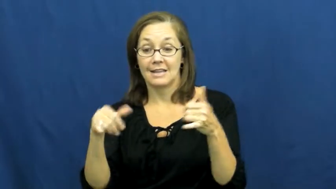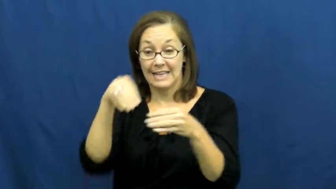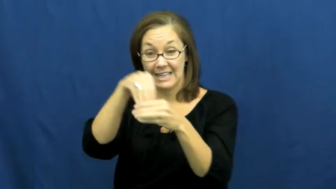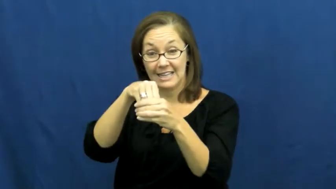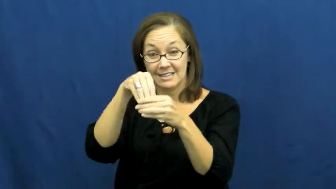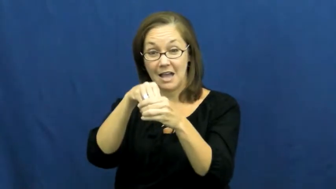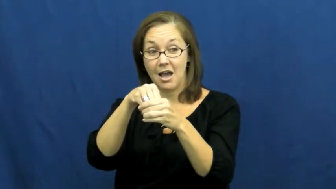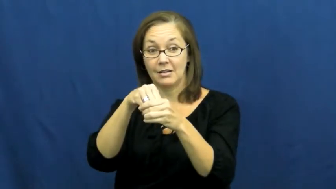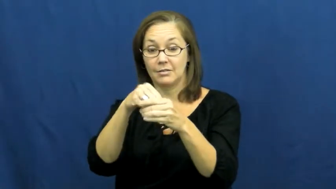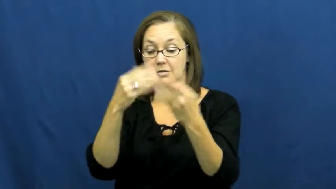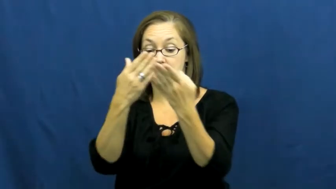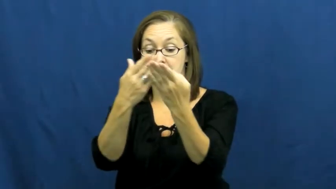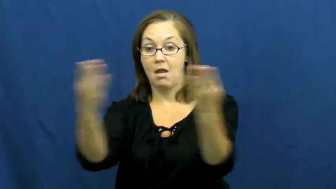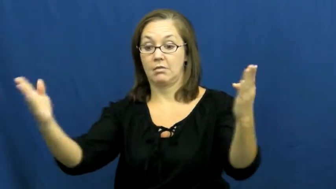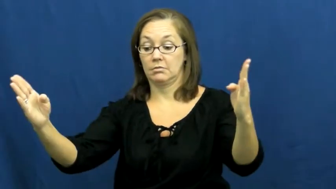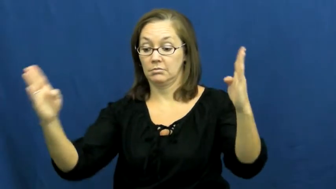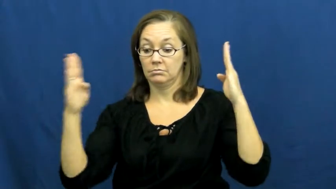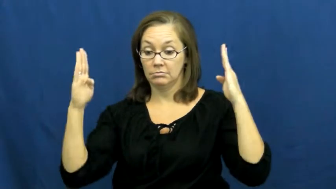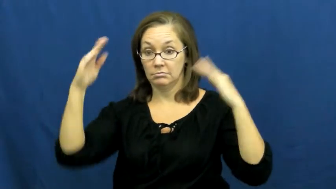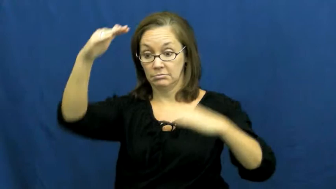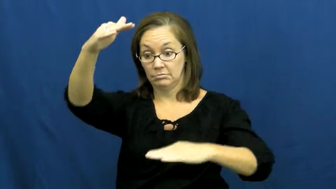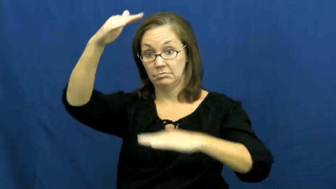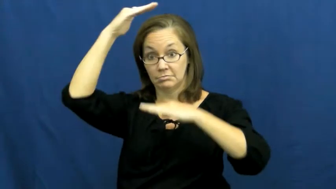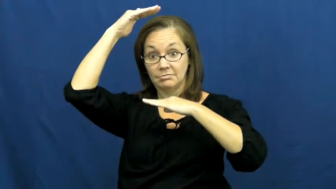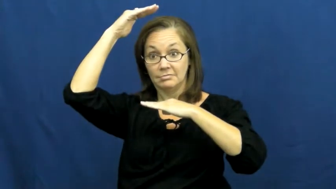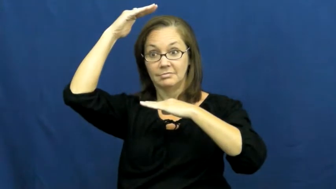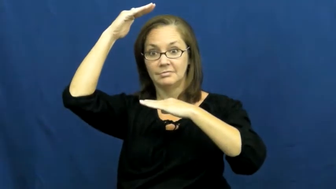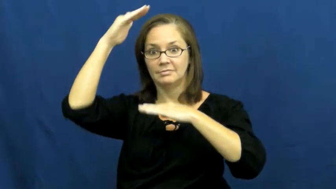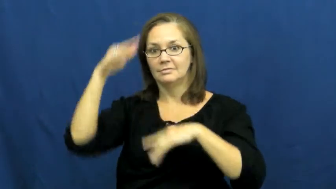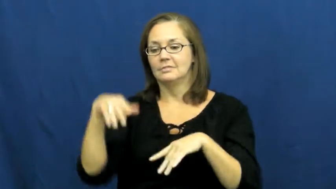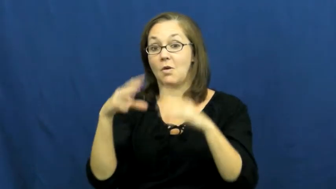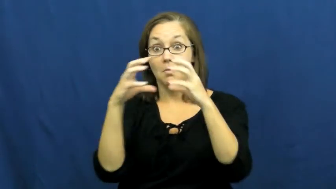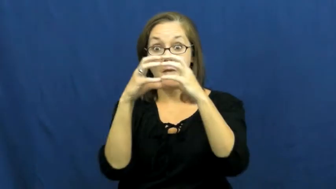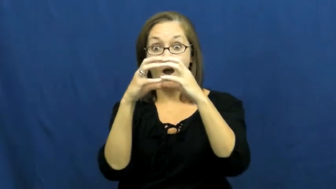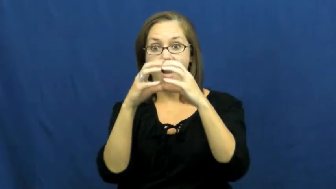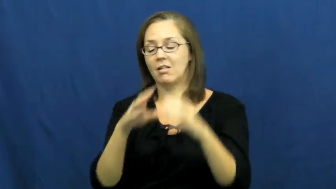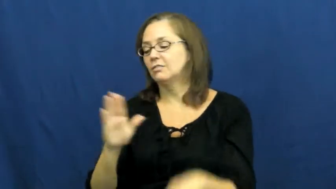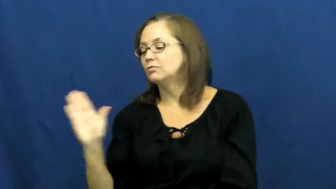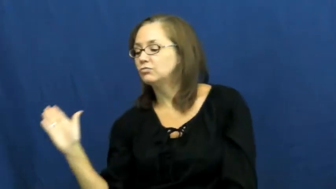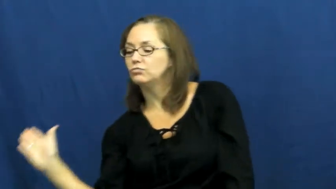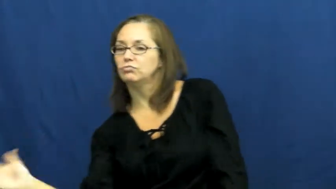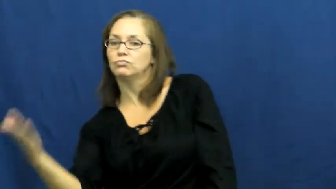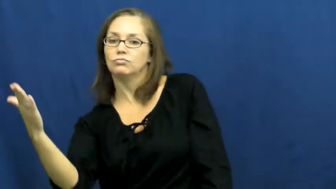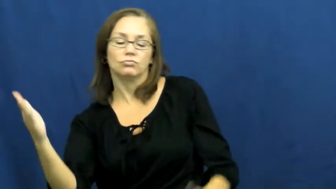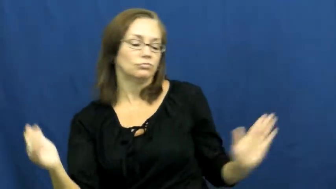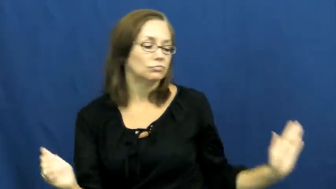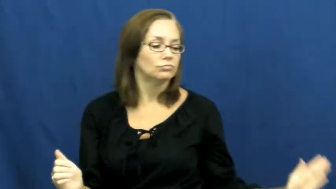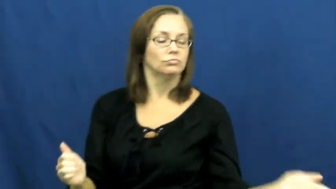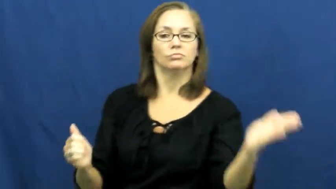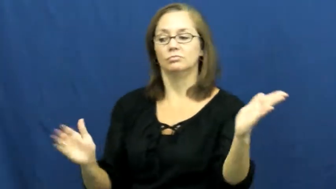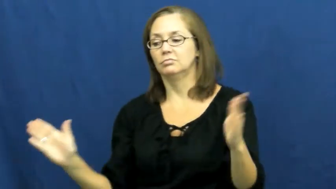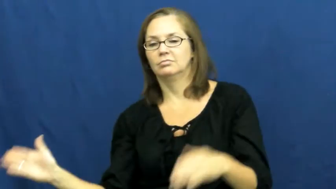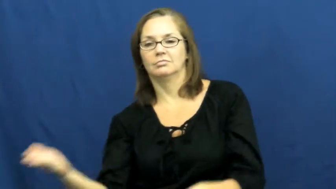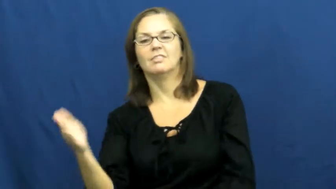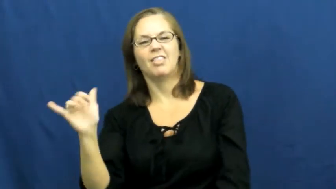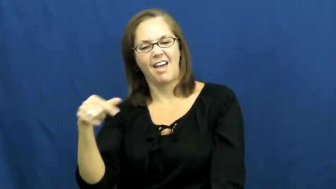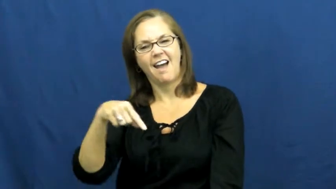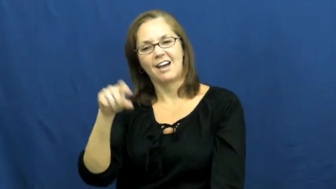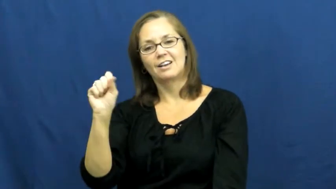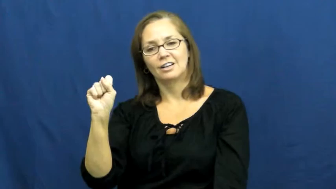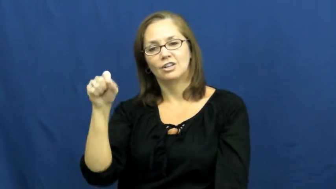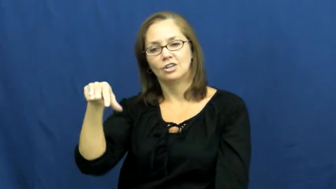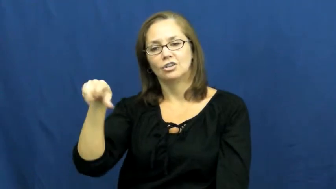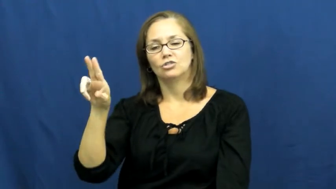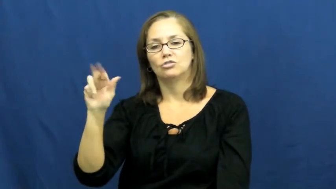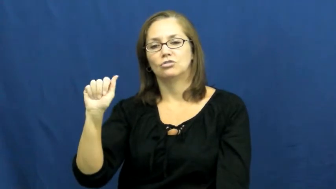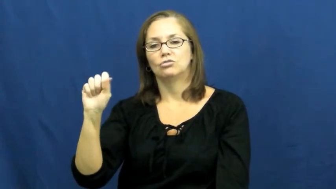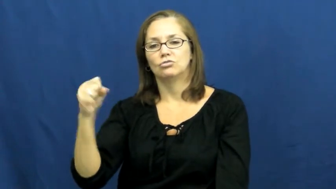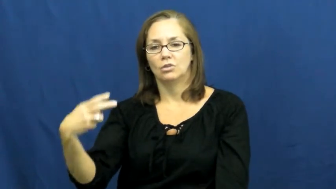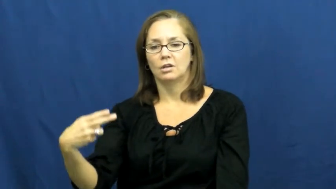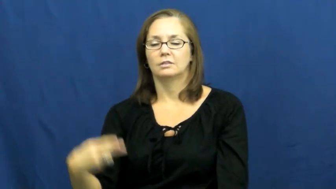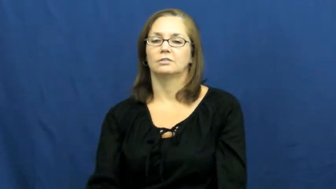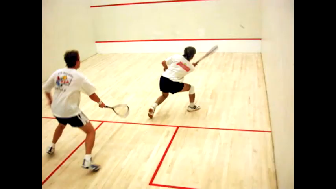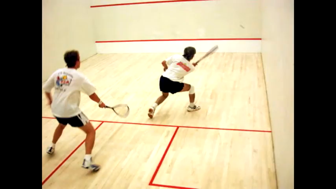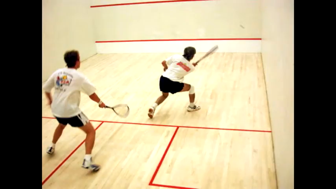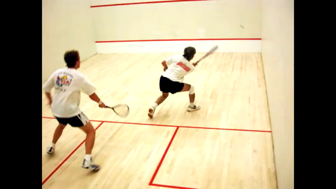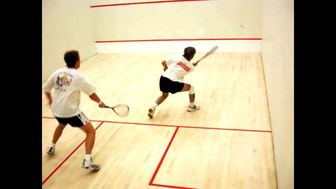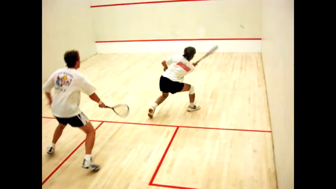squash-sport